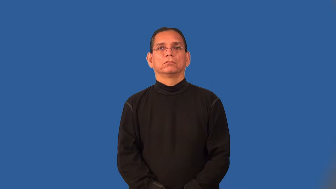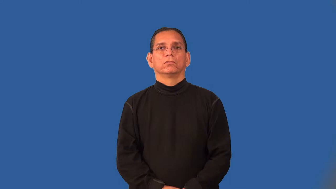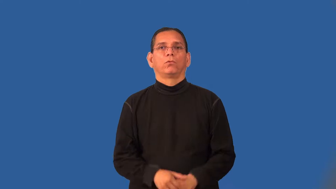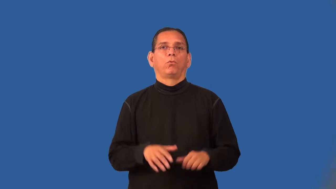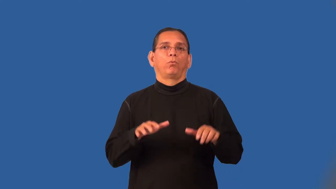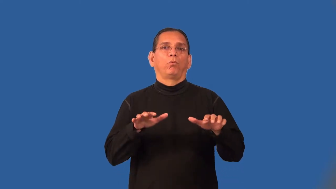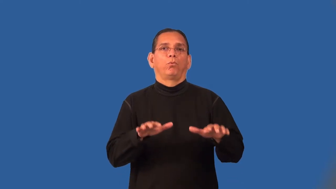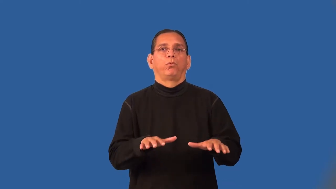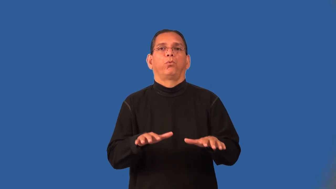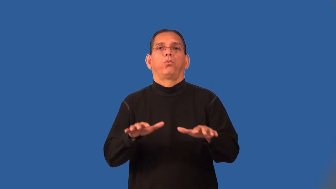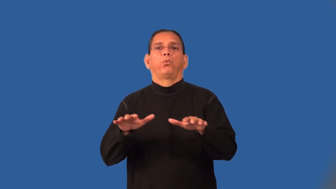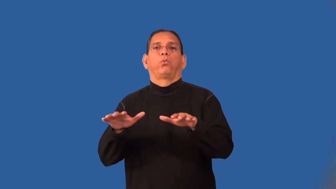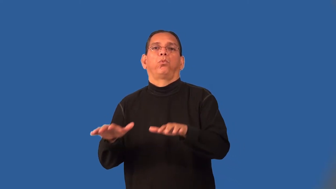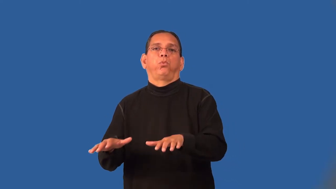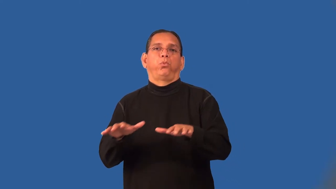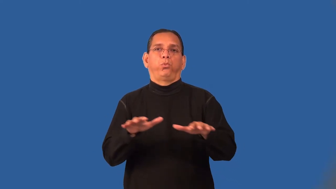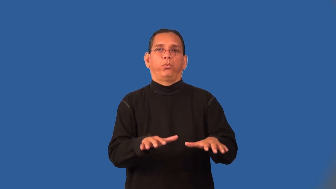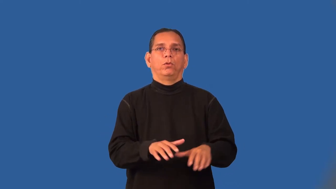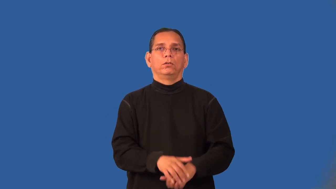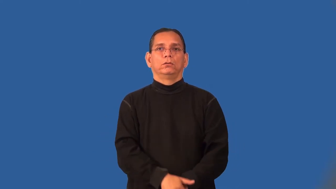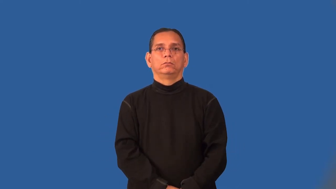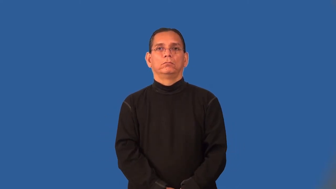poky